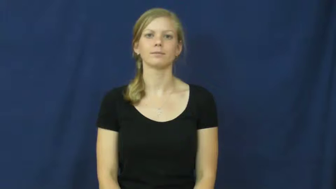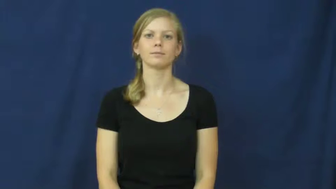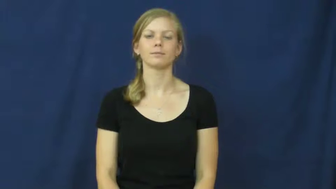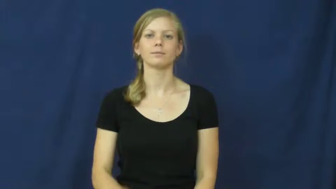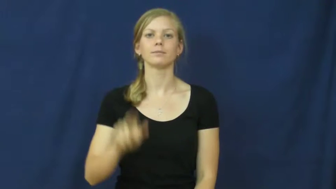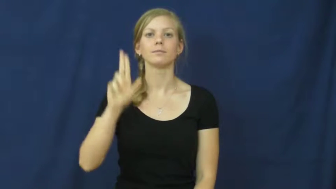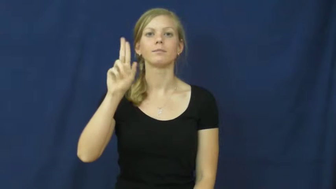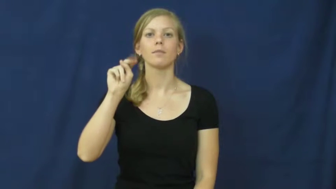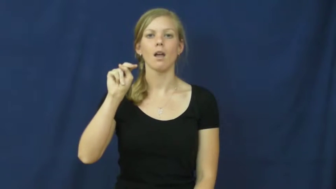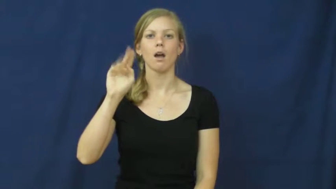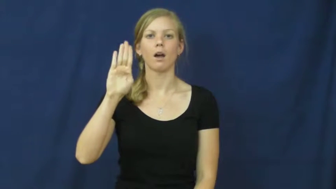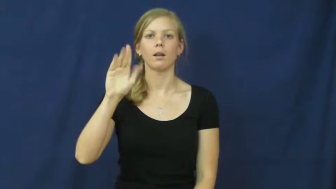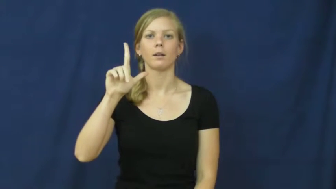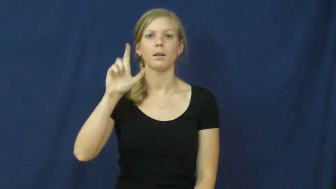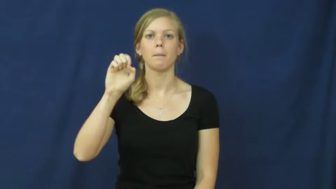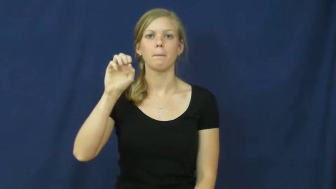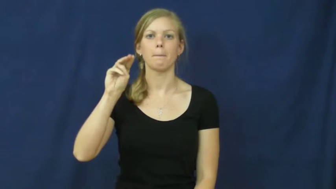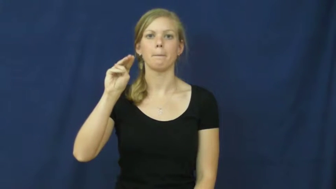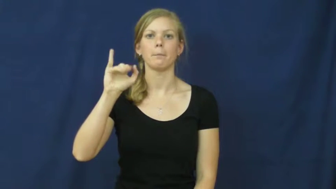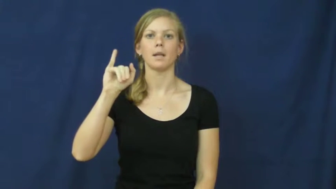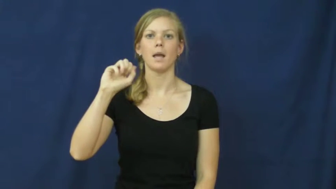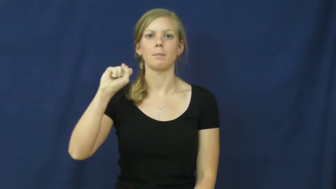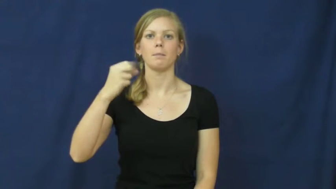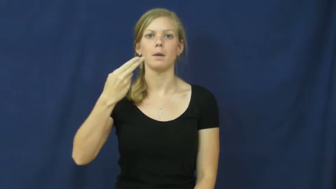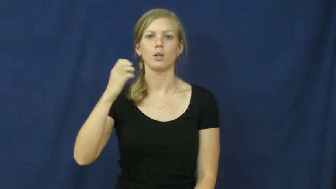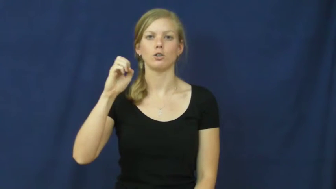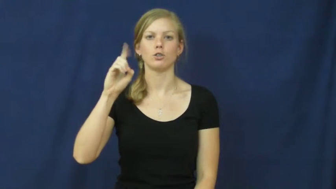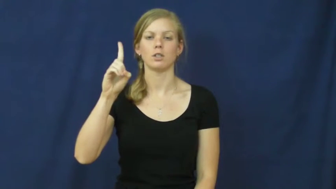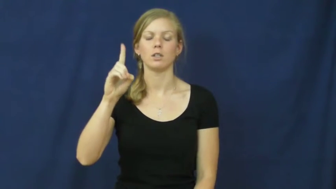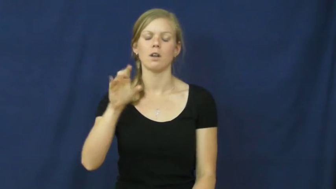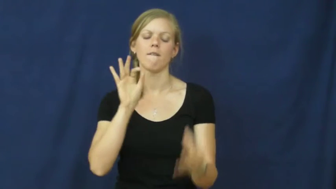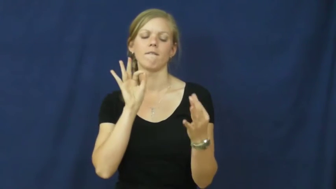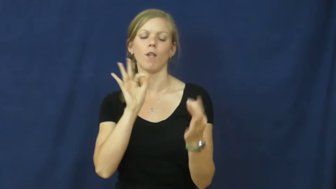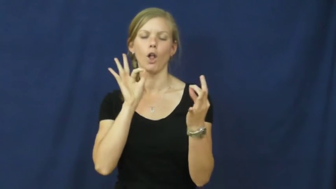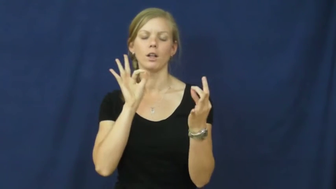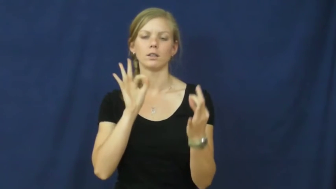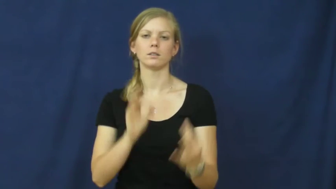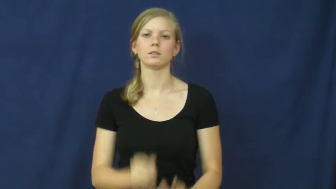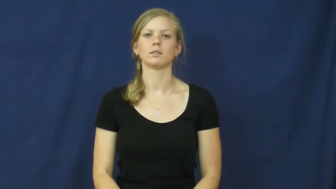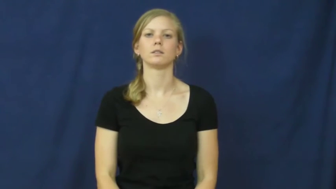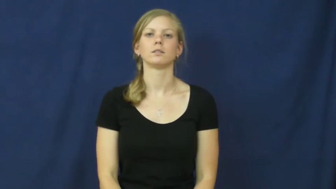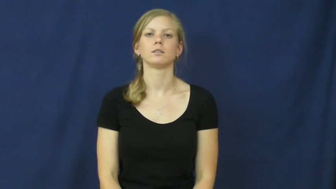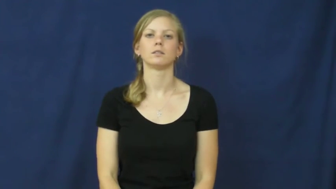unblemished